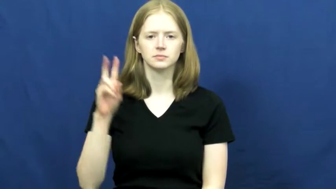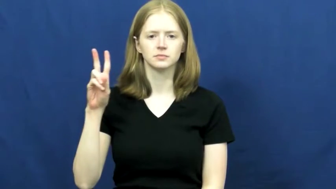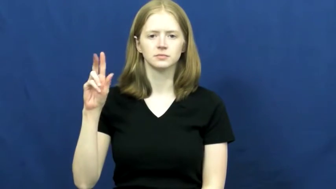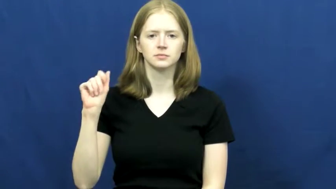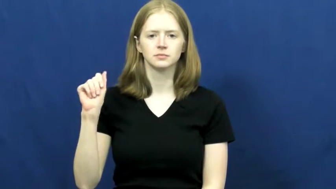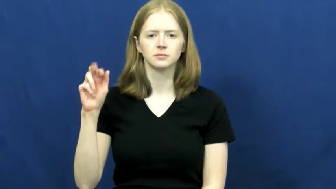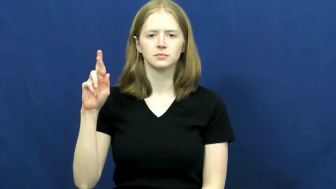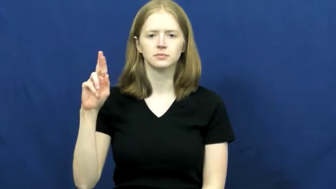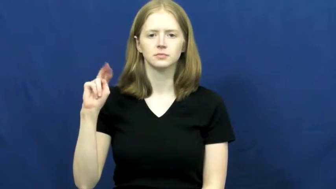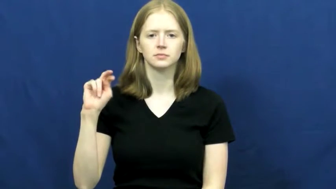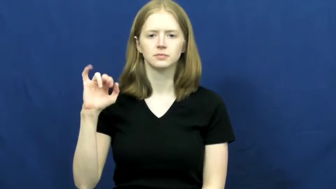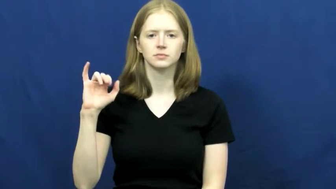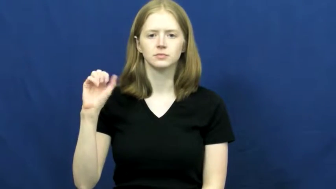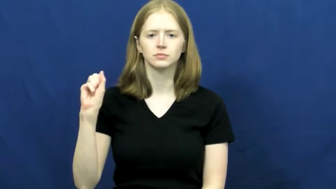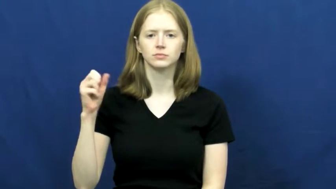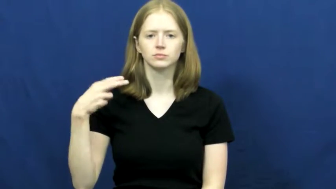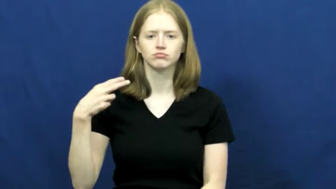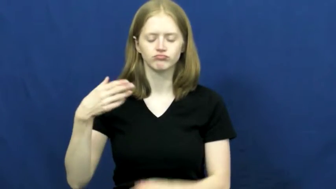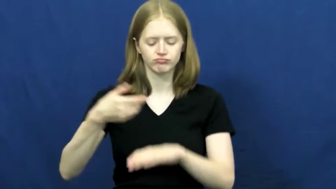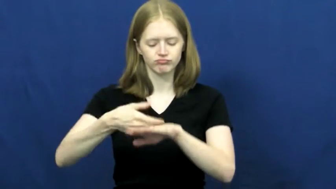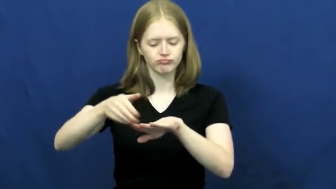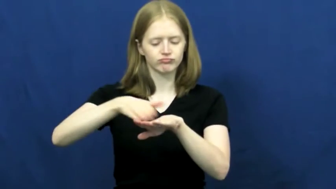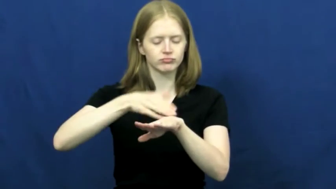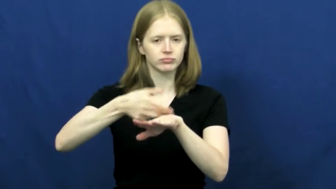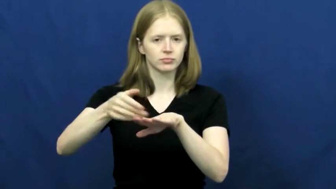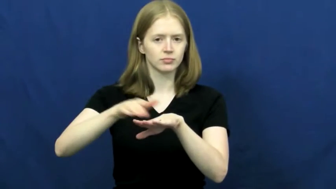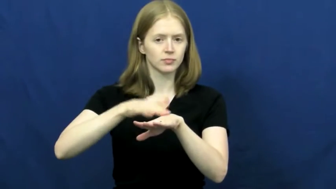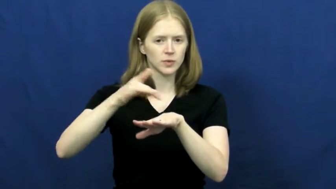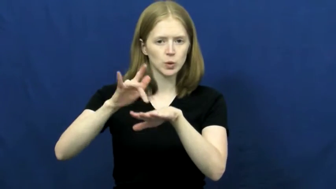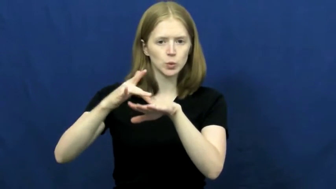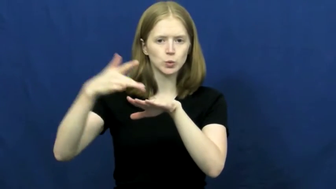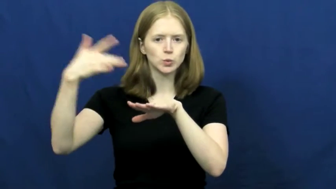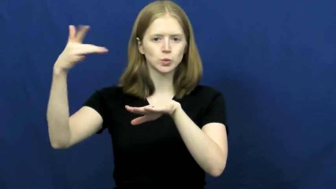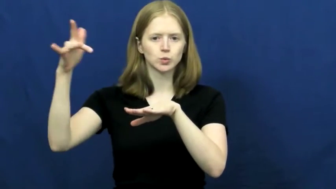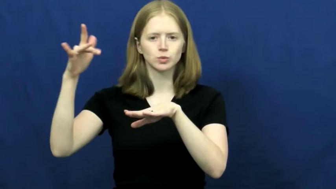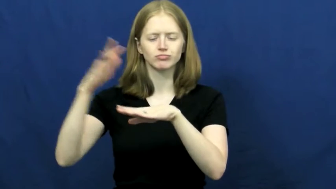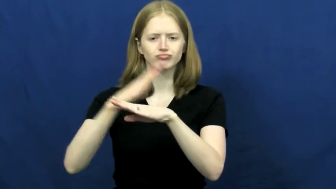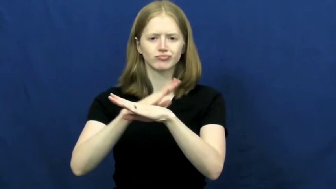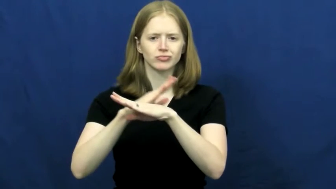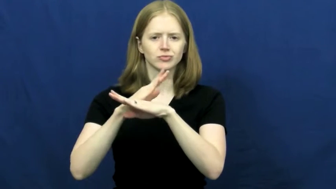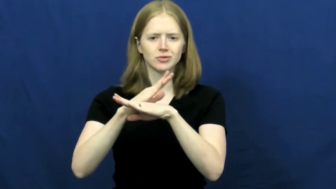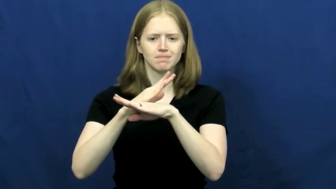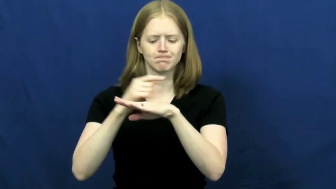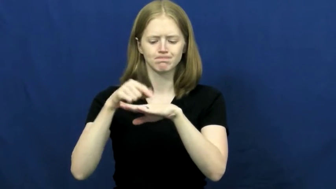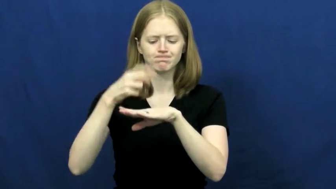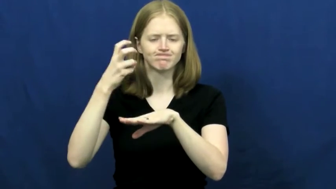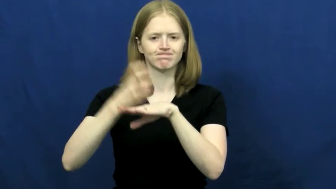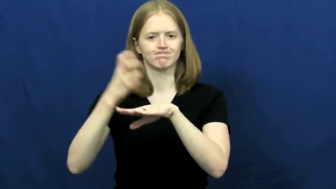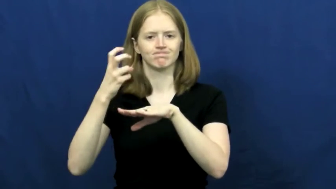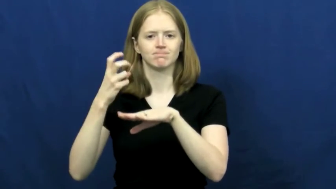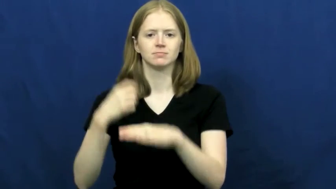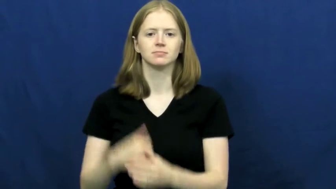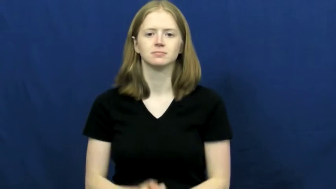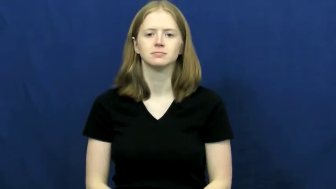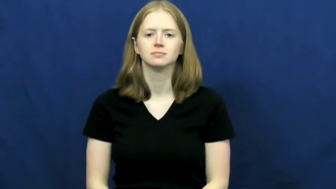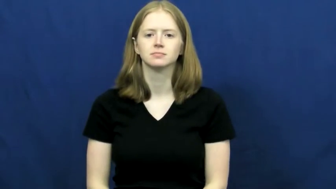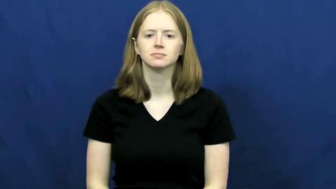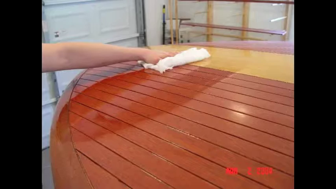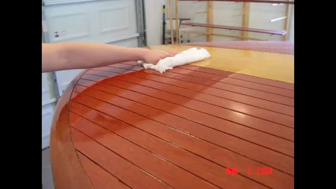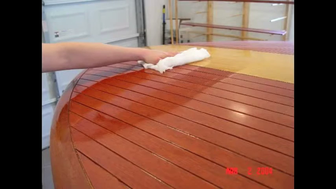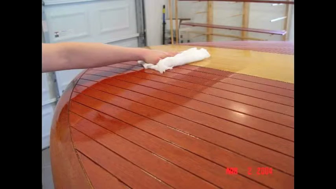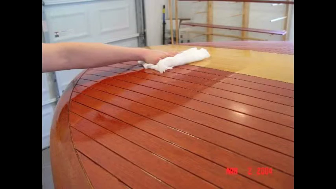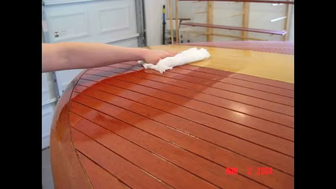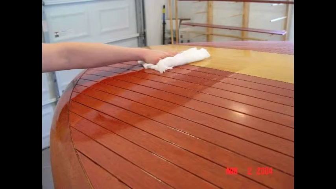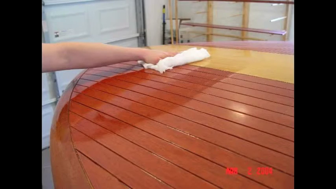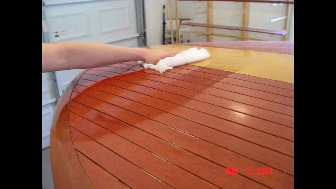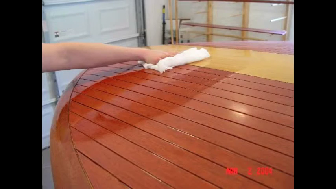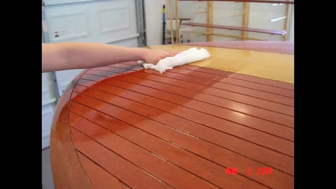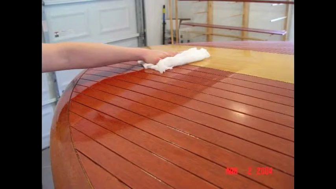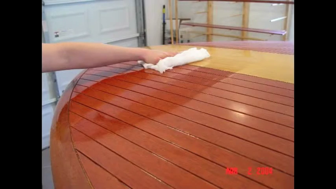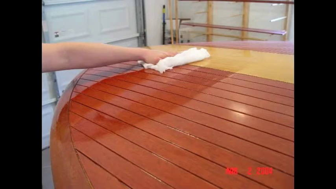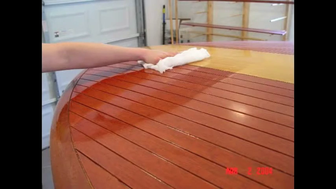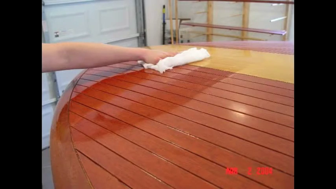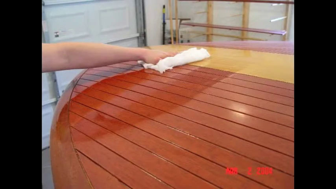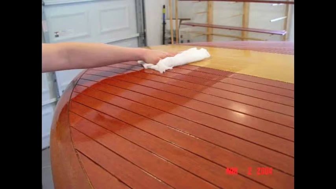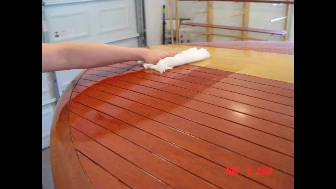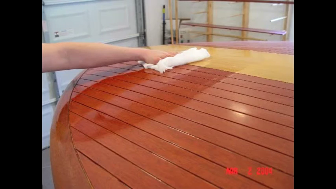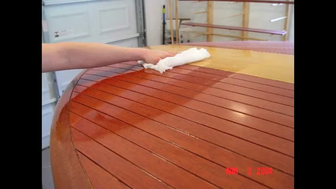varnish